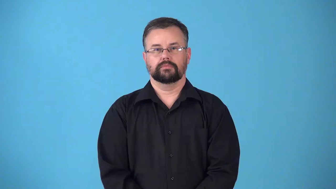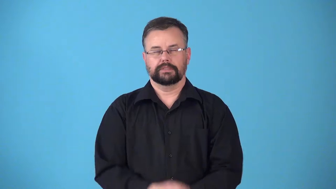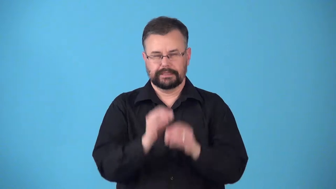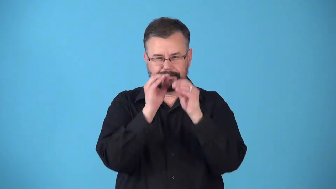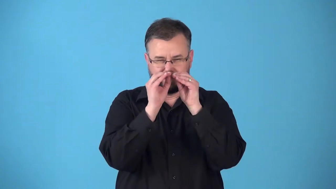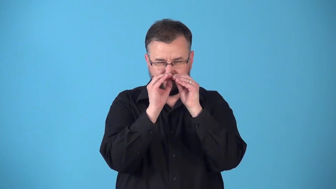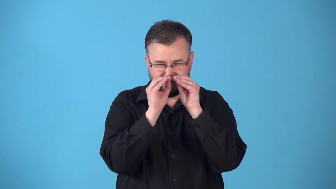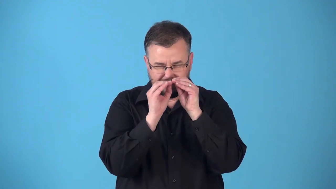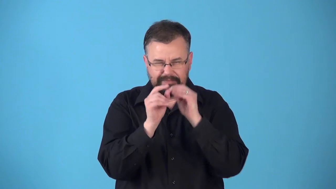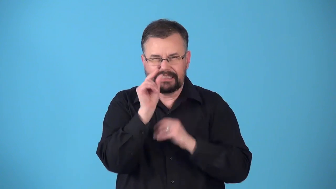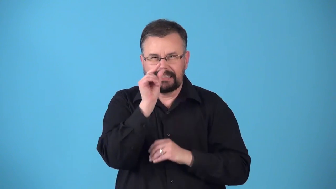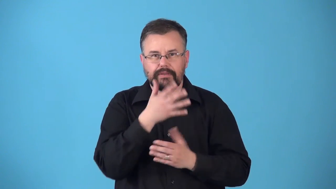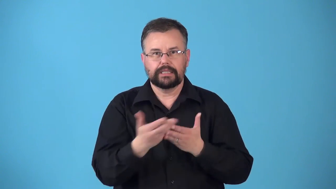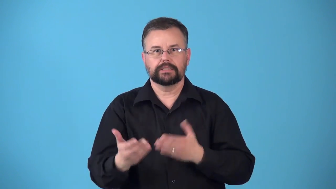retouch-fix little details